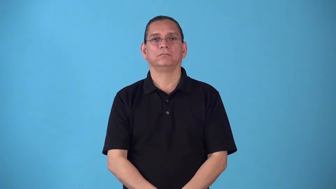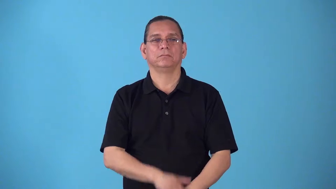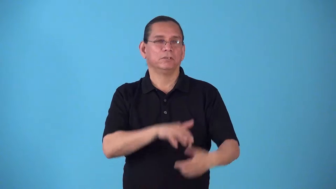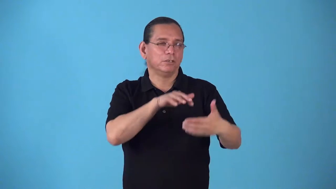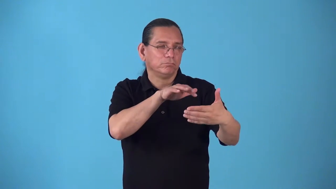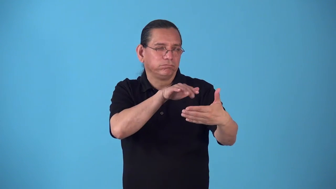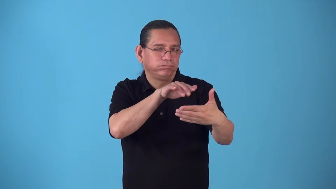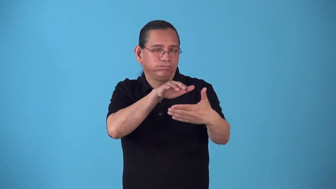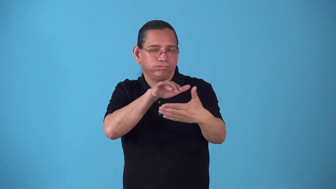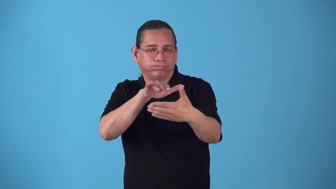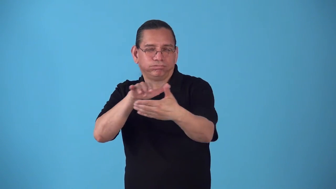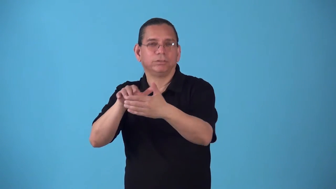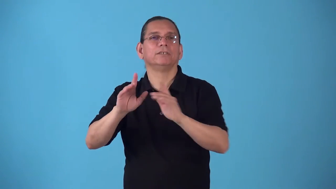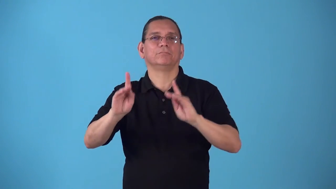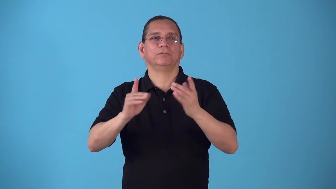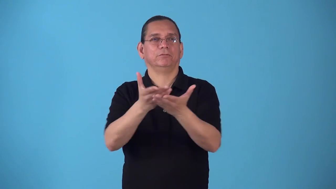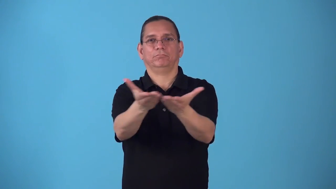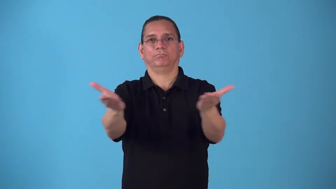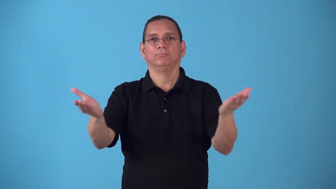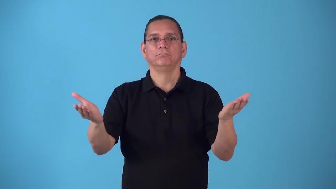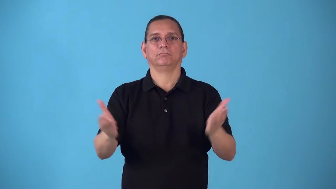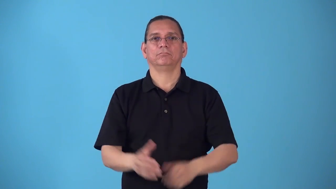sociology